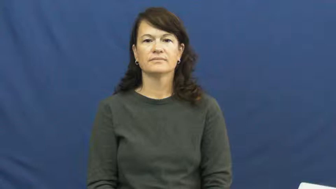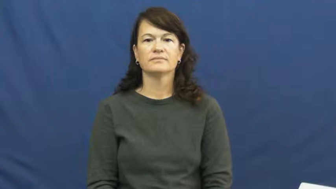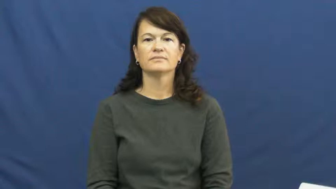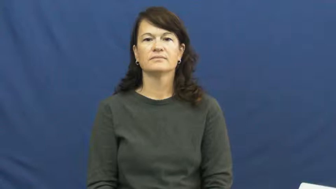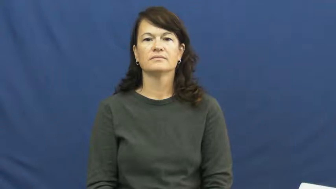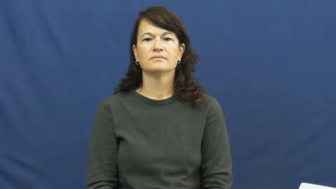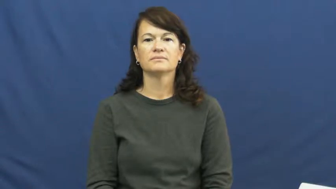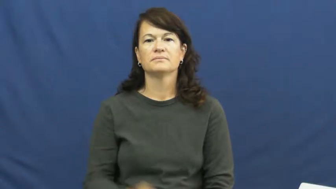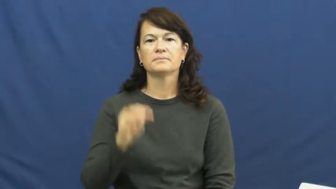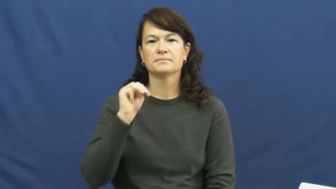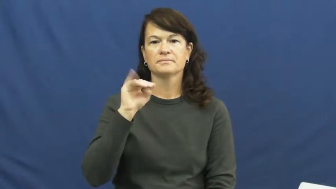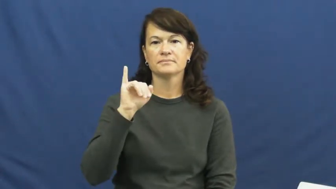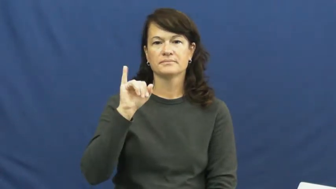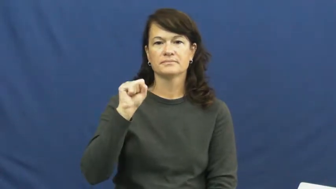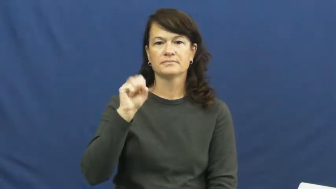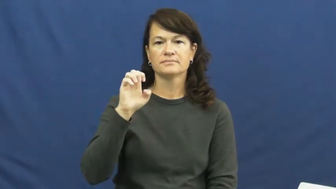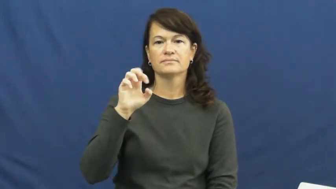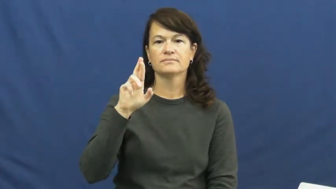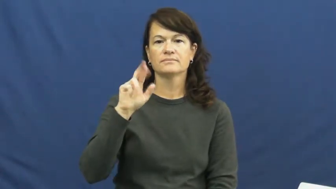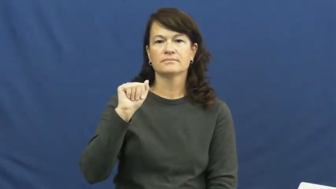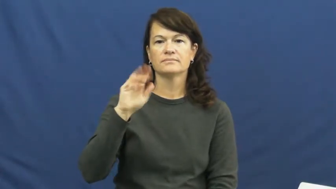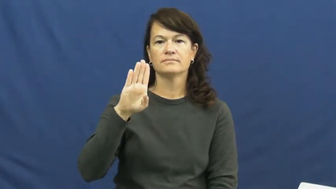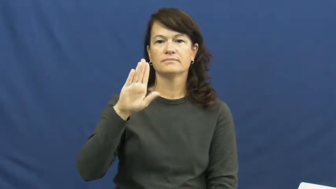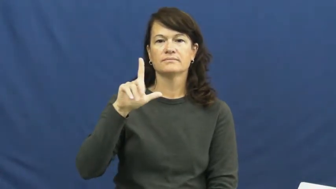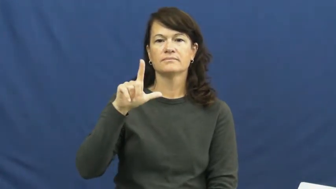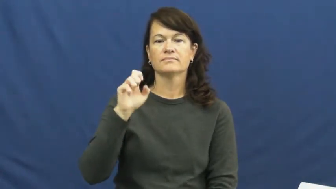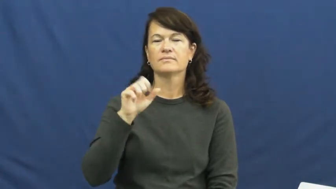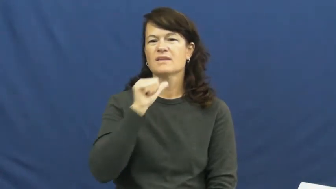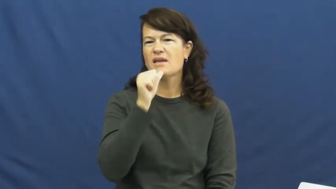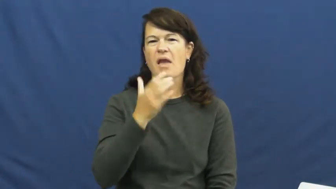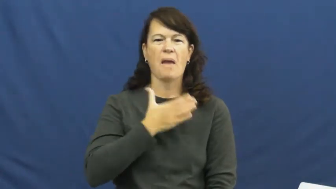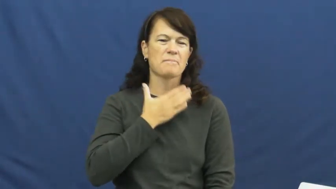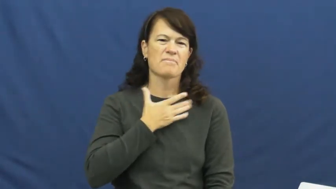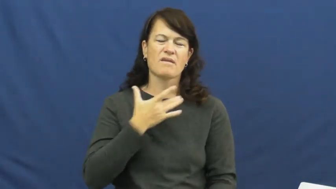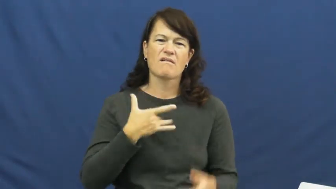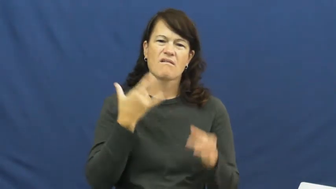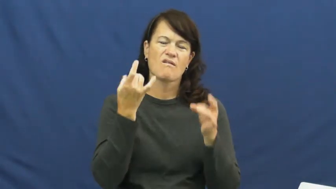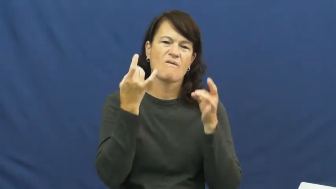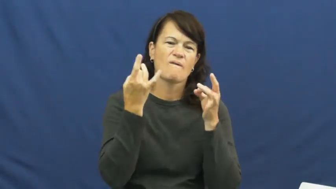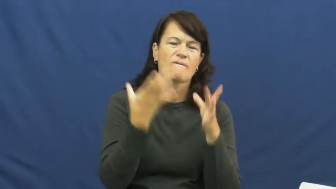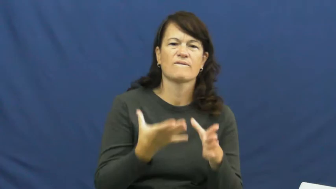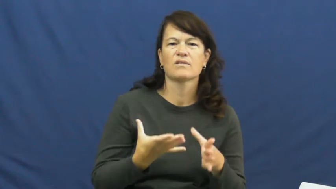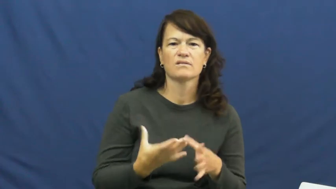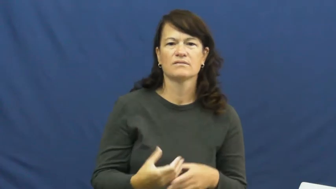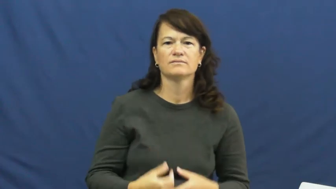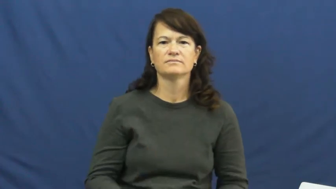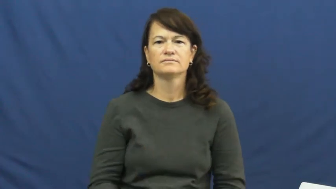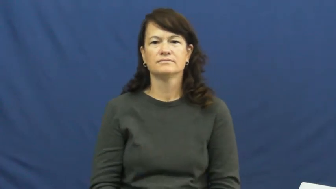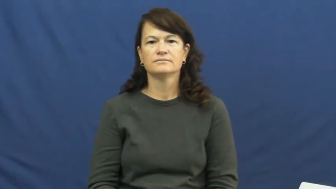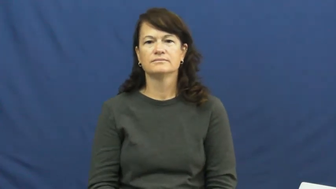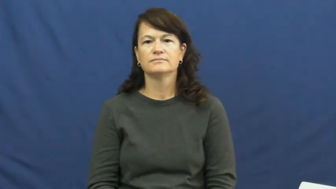miserable